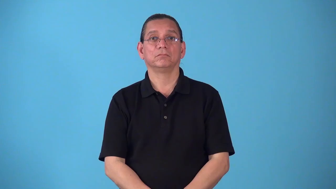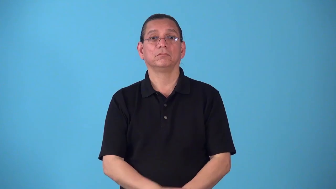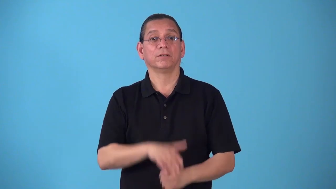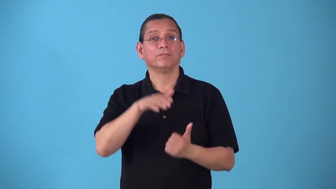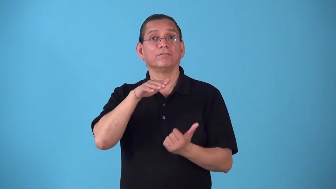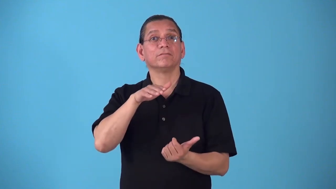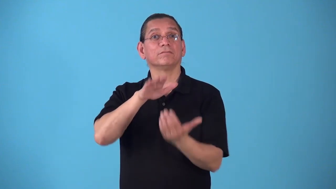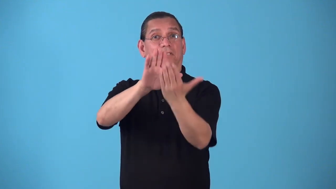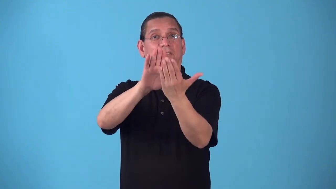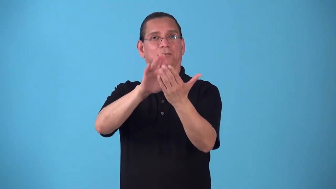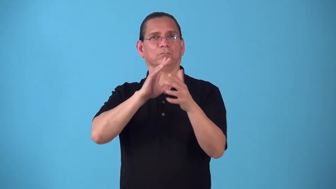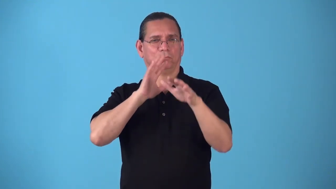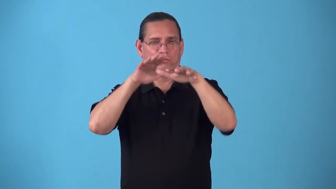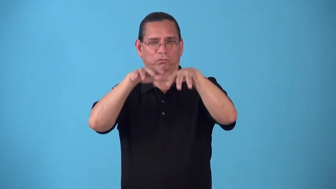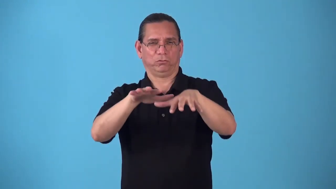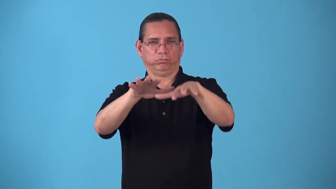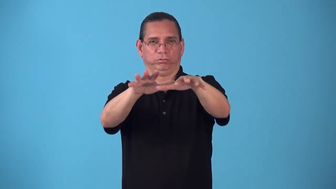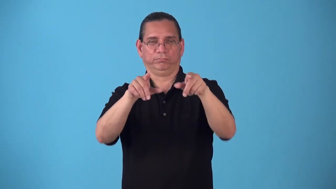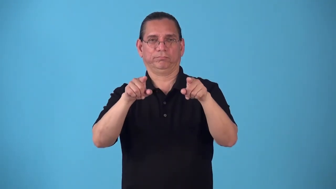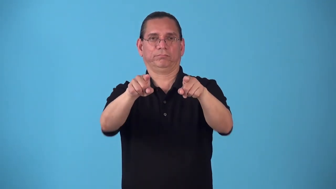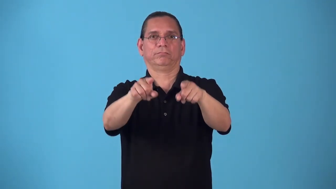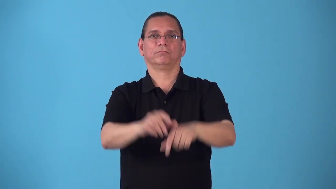seaward